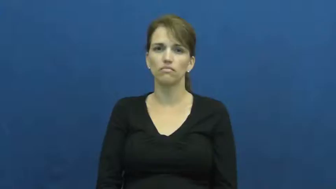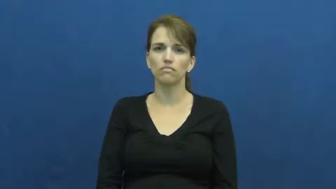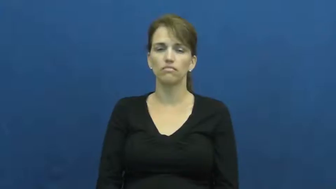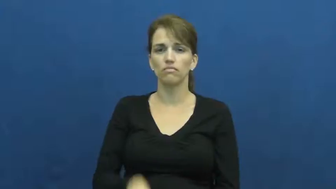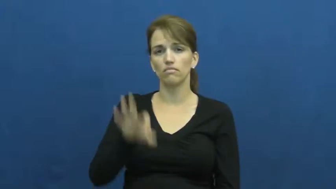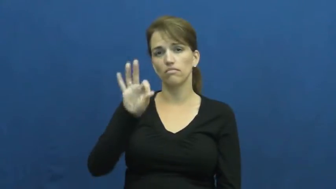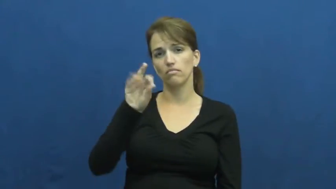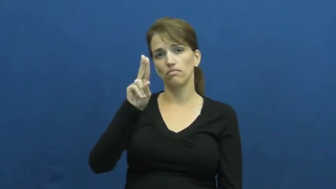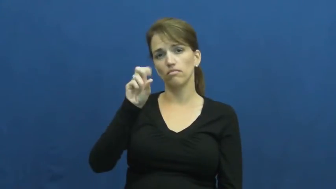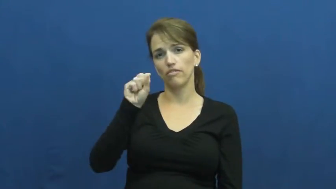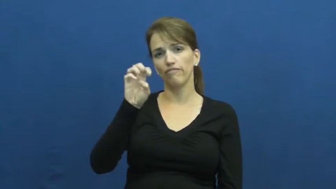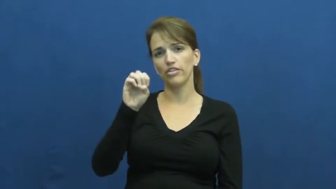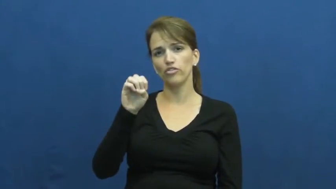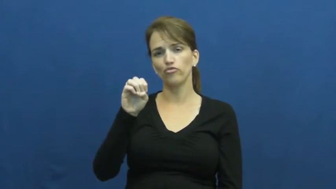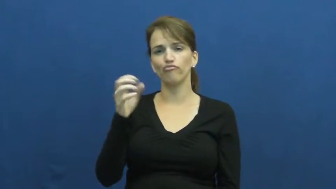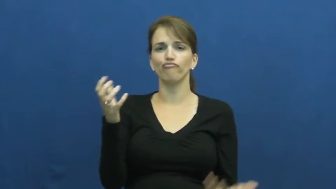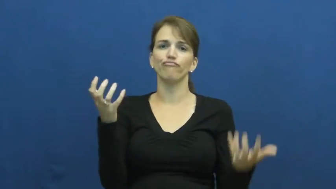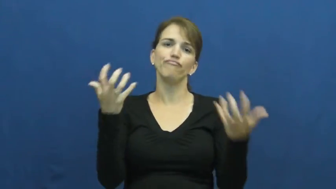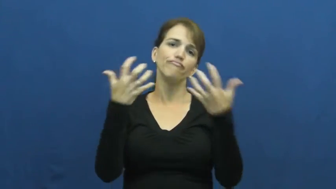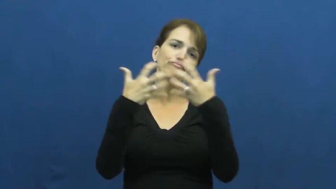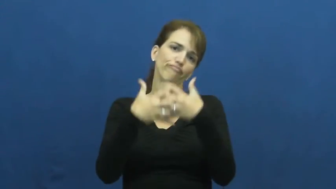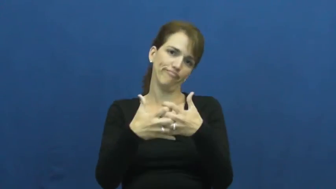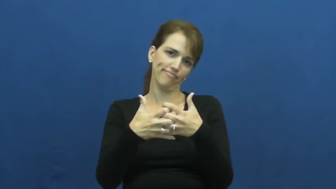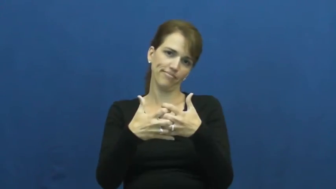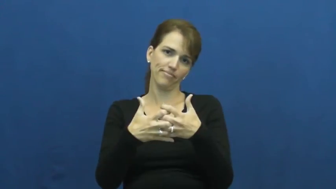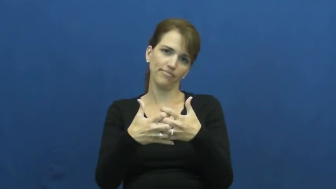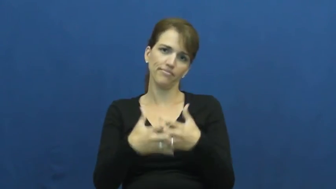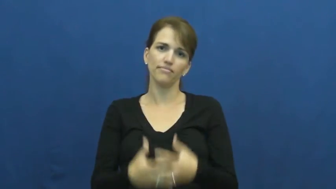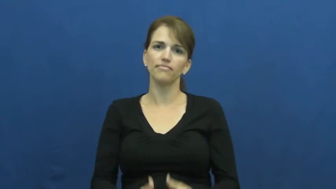fuse-join